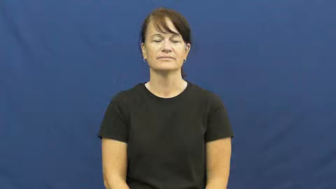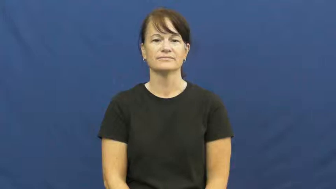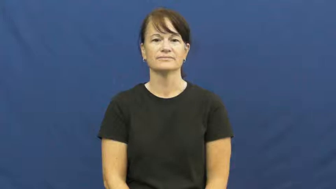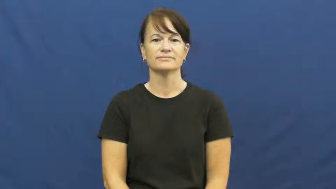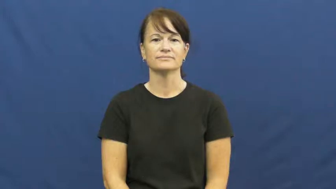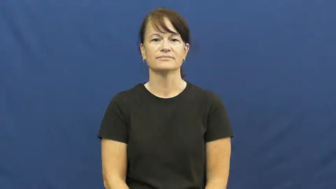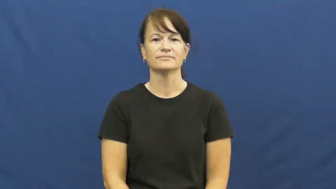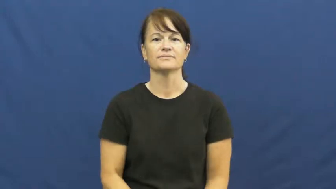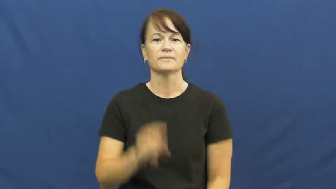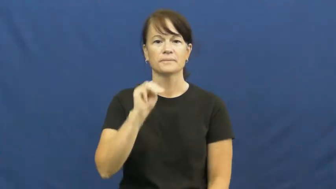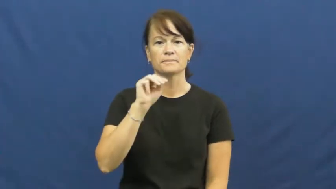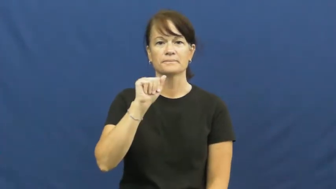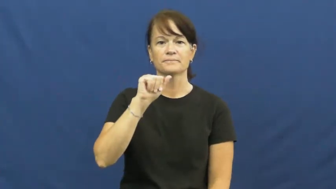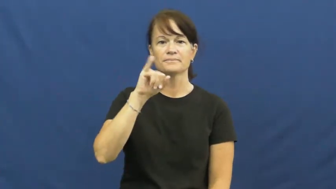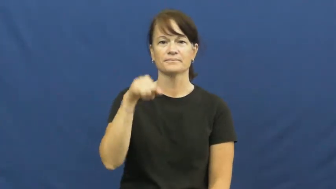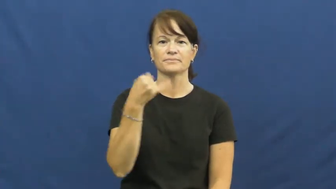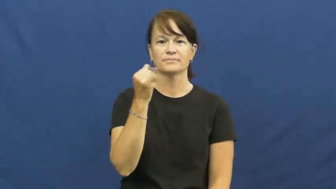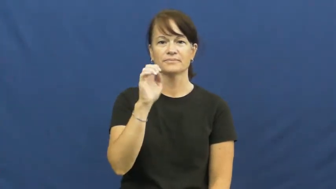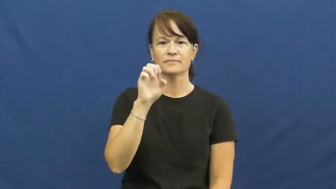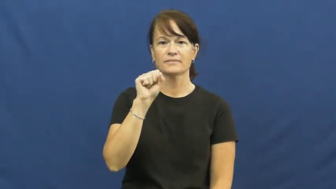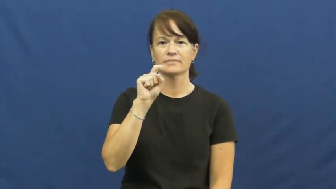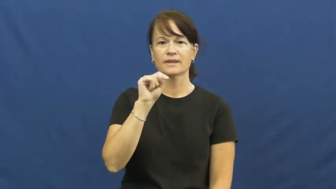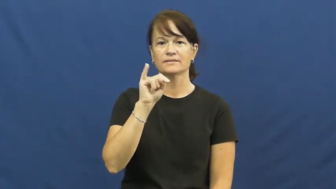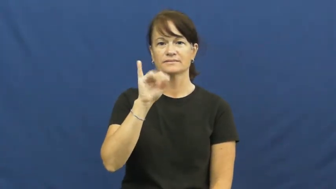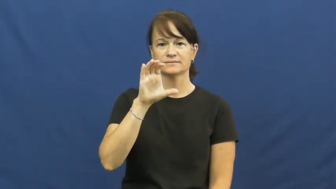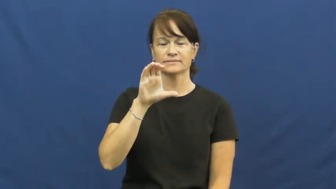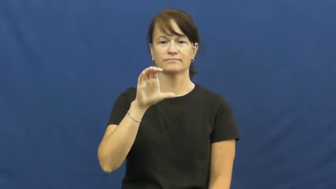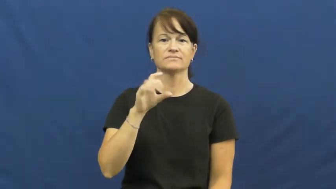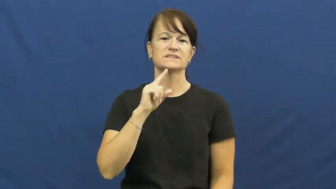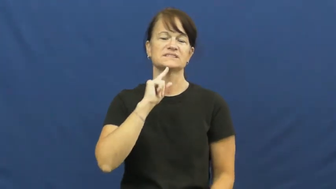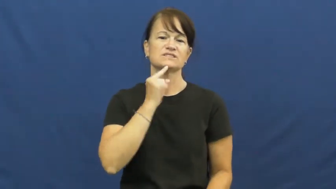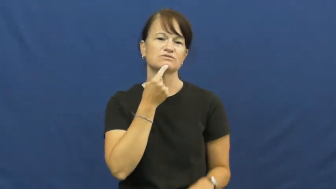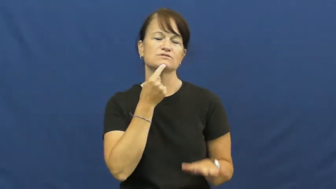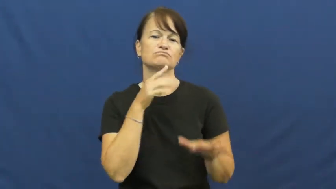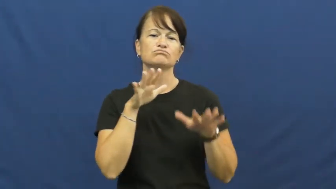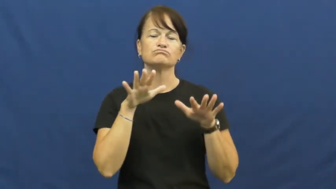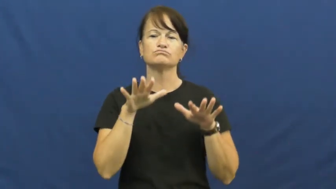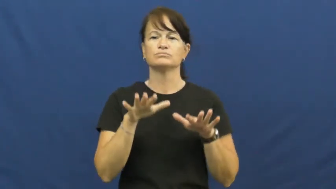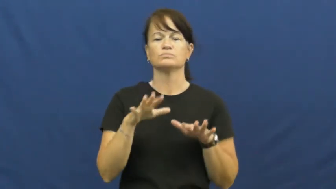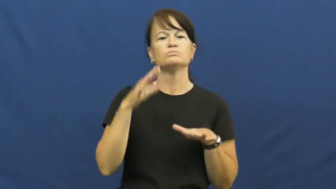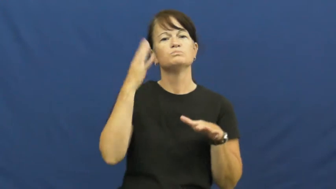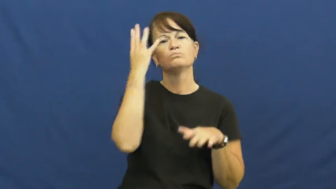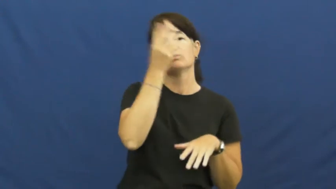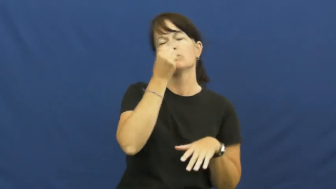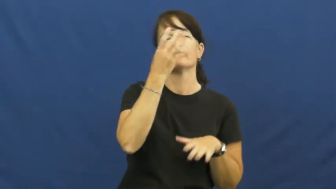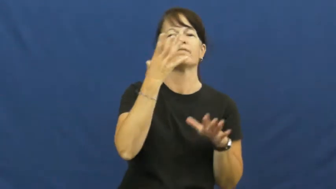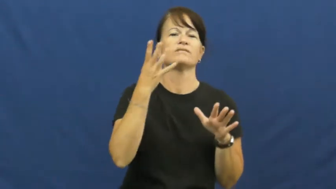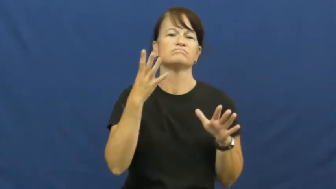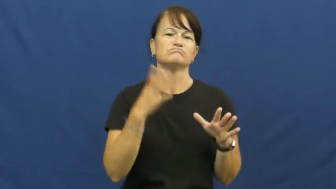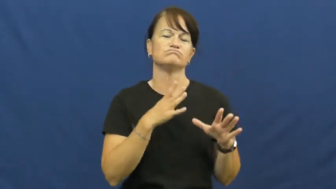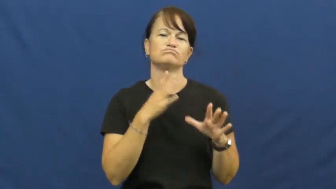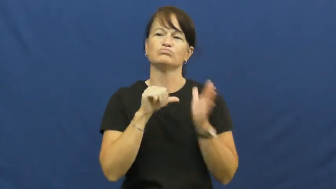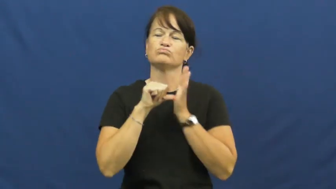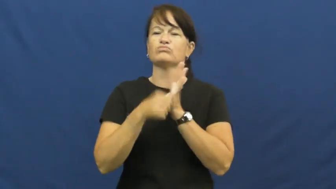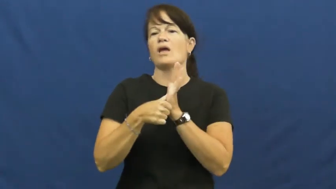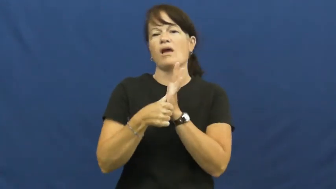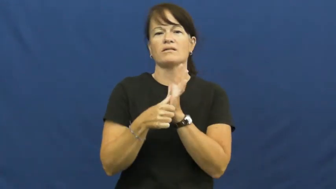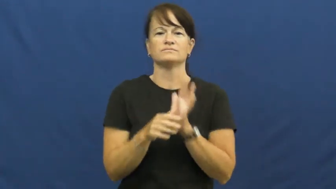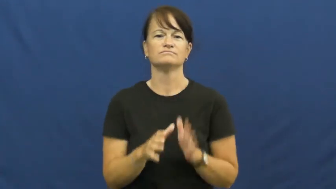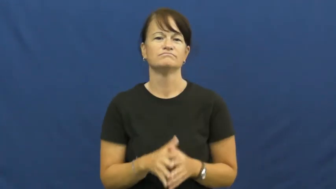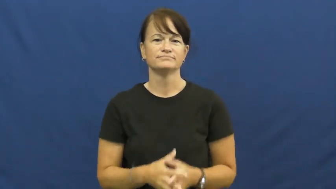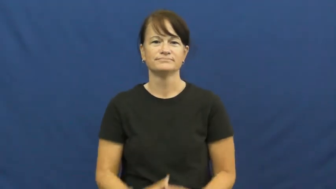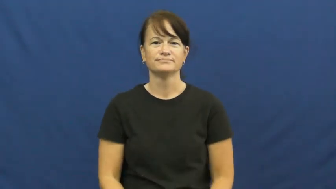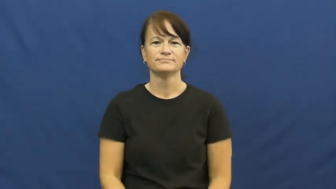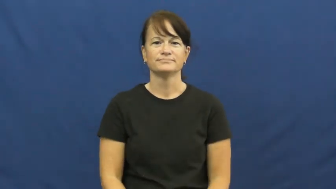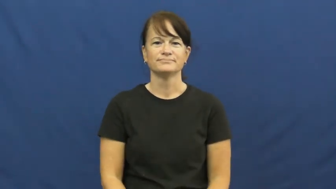majestic